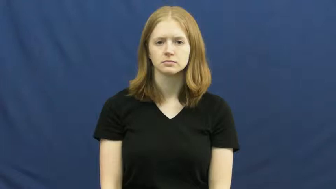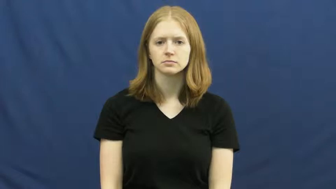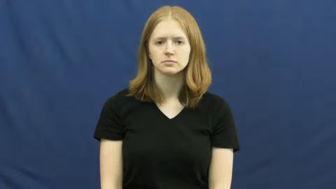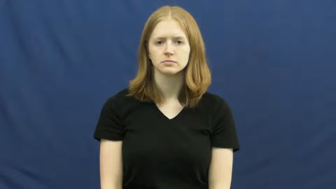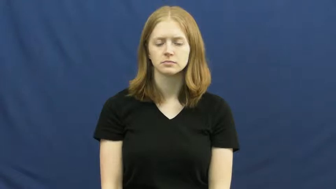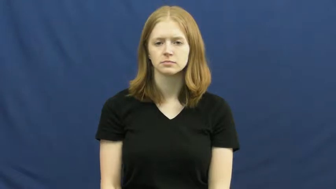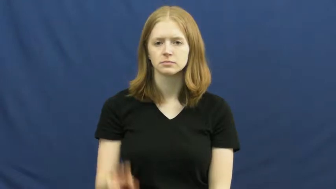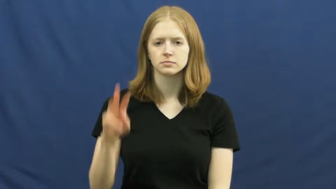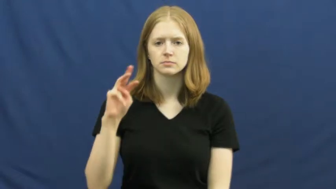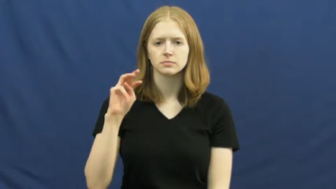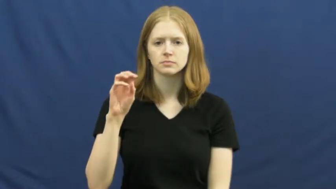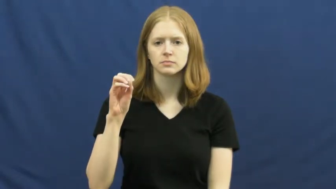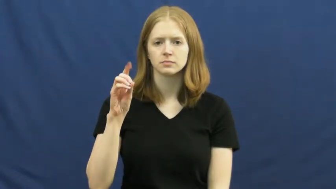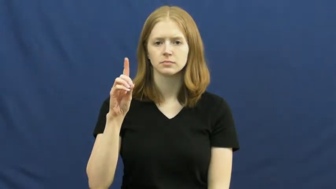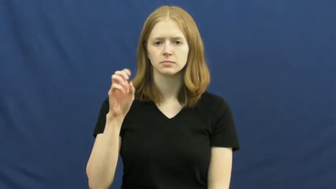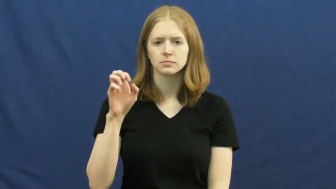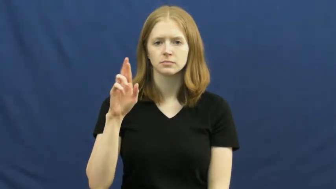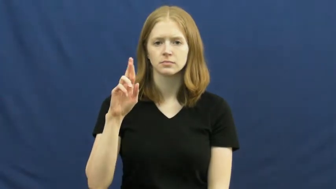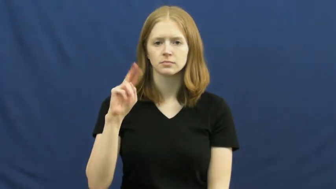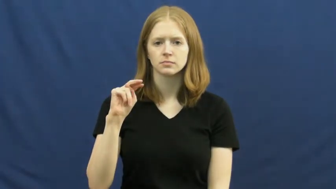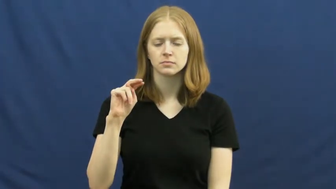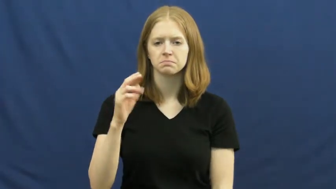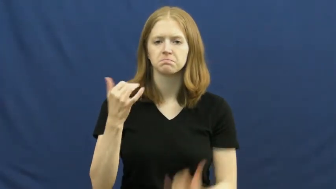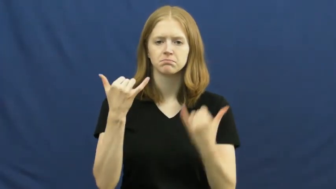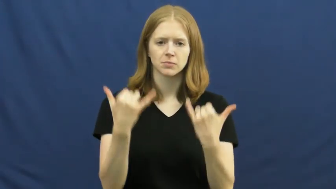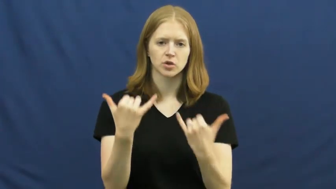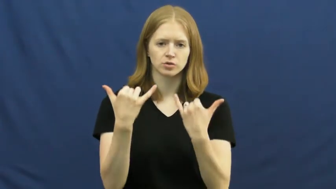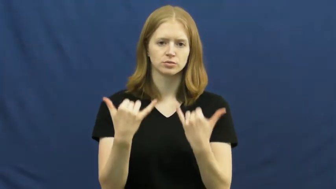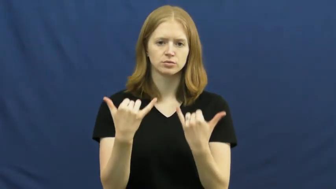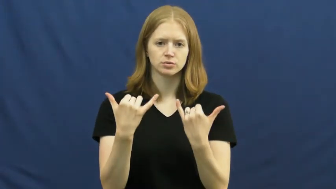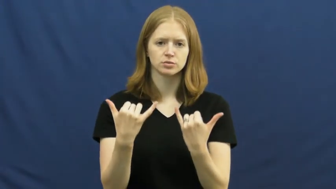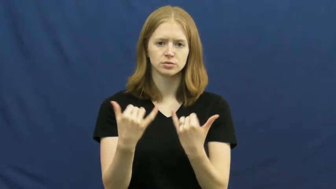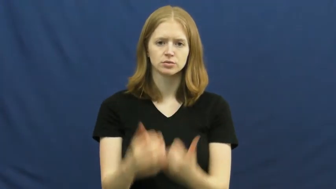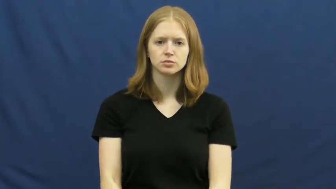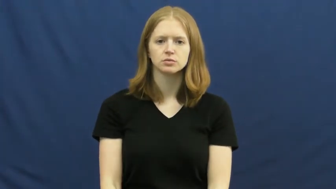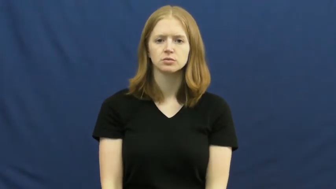modern,mod